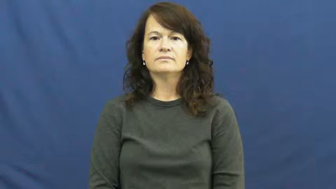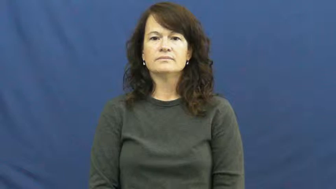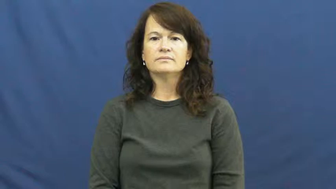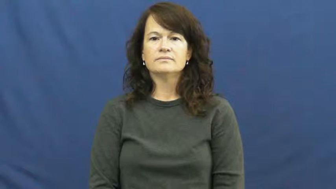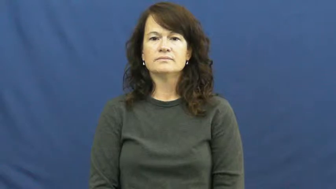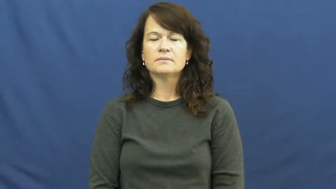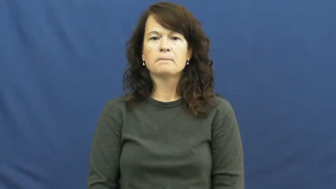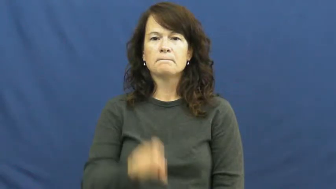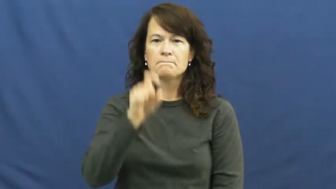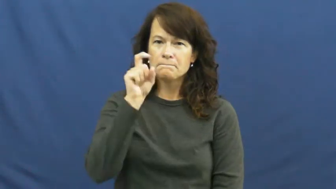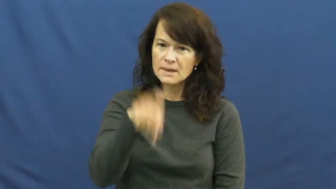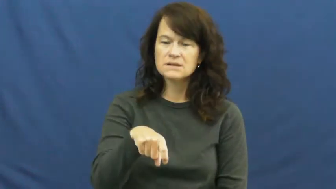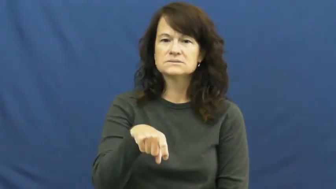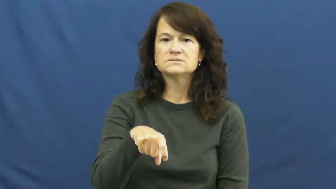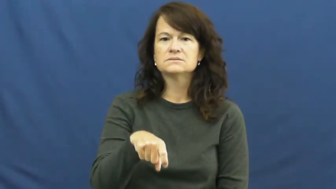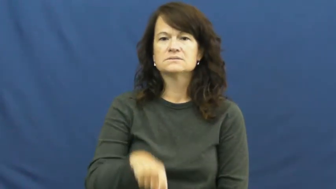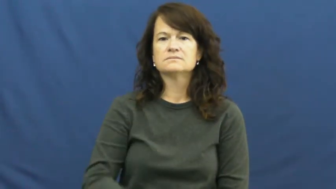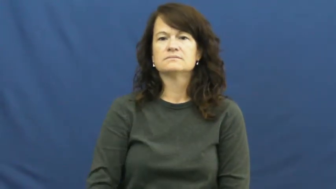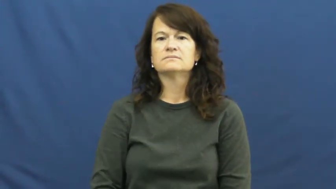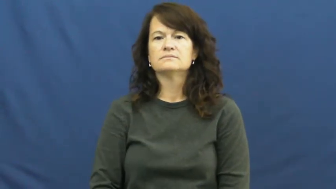mandatory